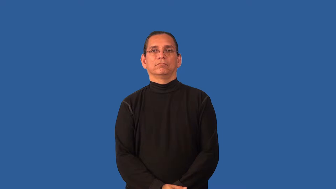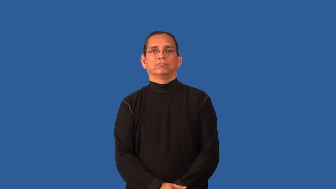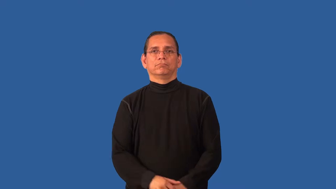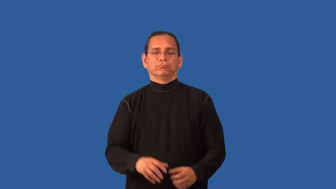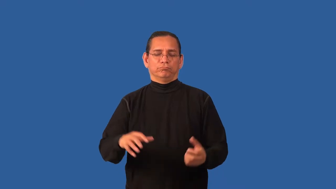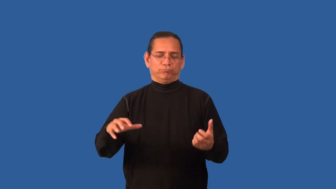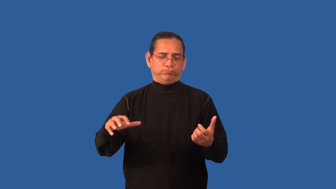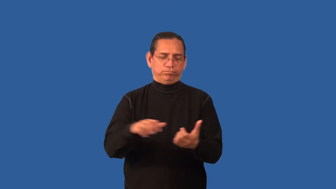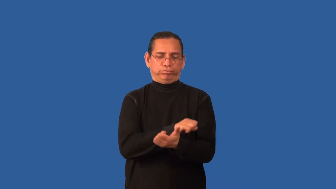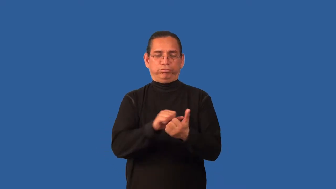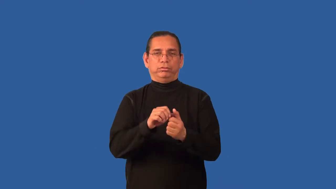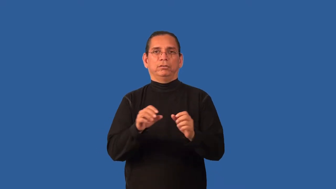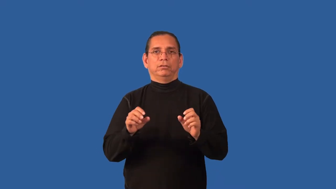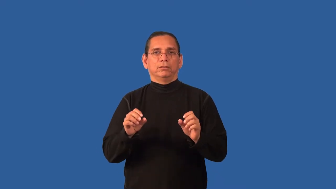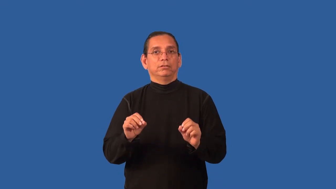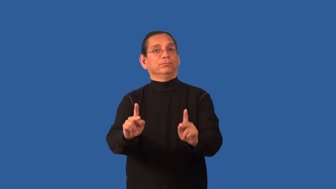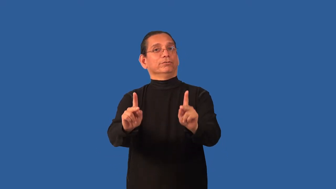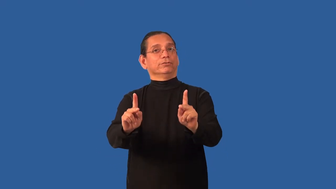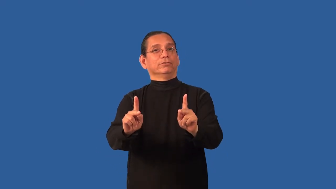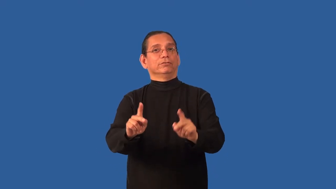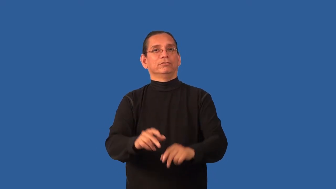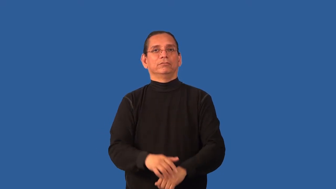blow-ruin opportunity